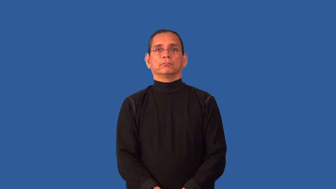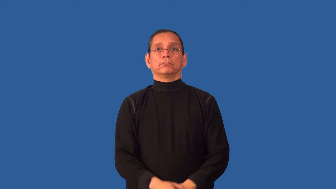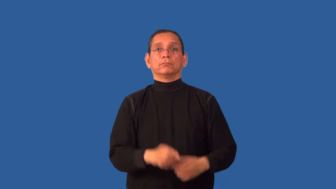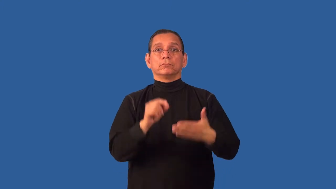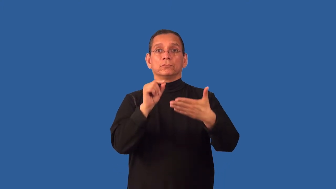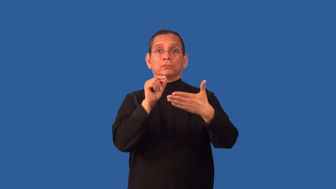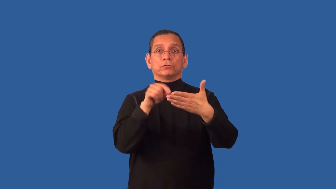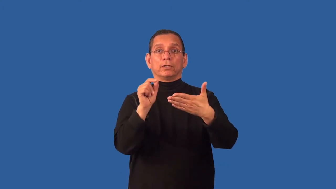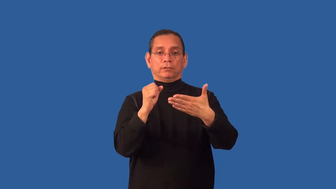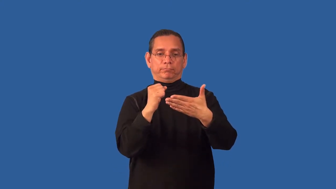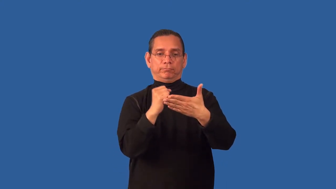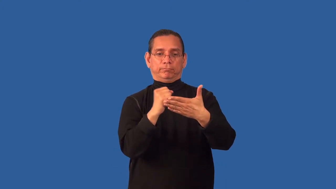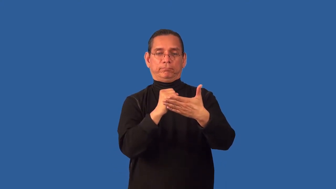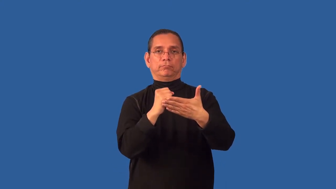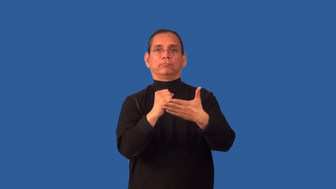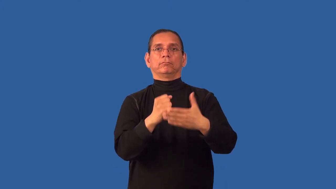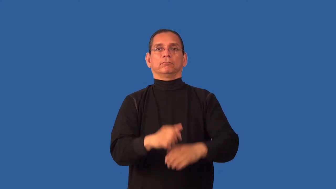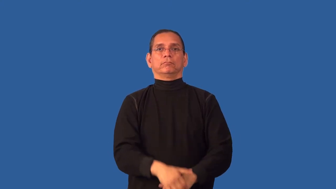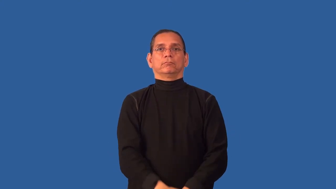uncheck-single